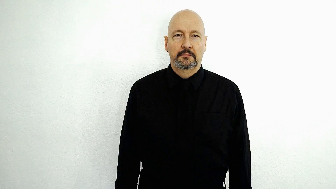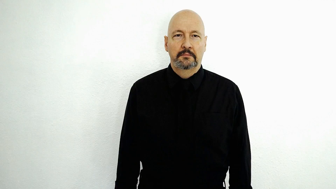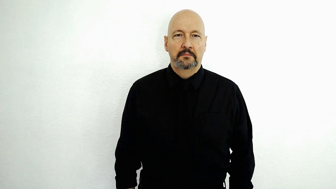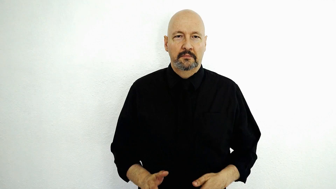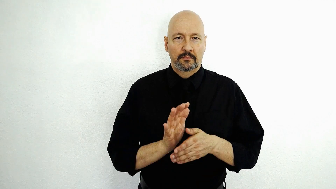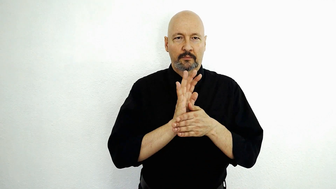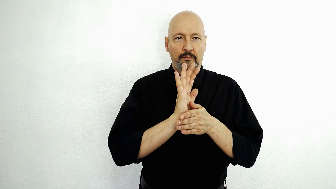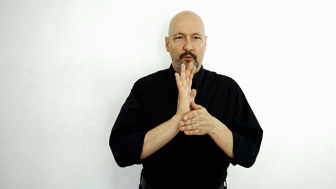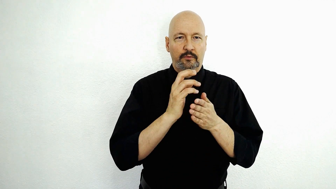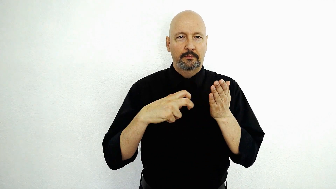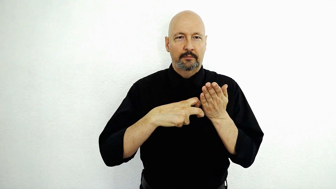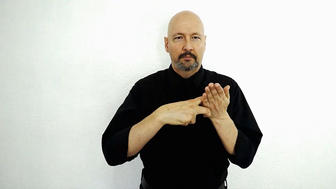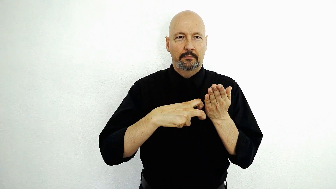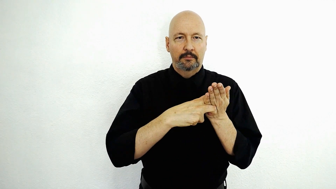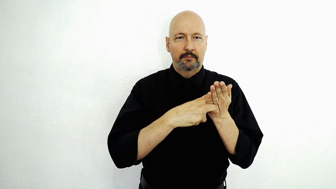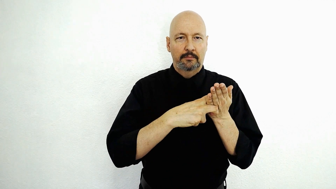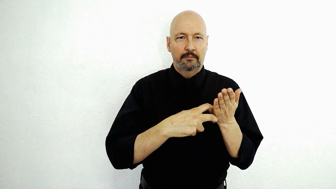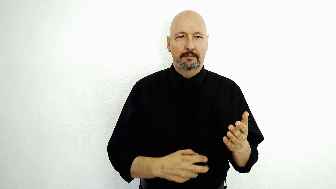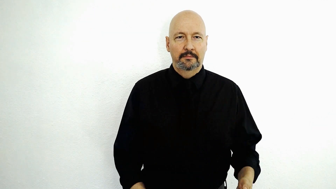movie ticket / MOVIE TICKET